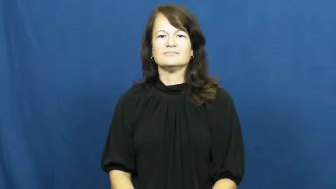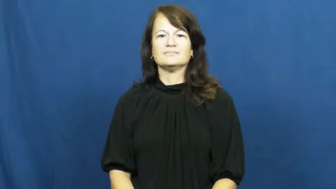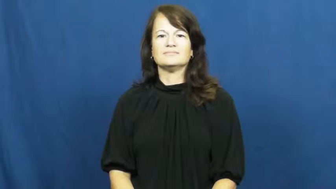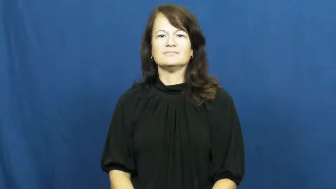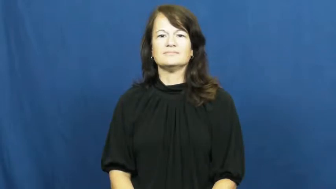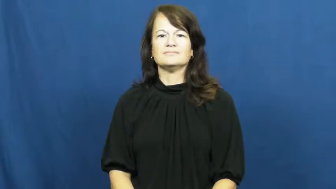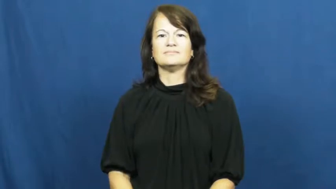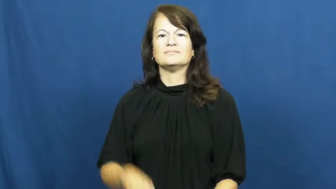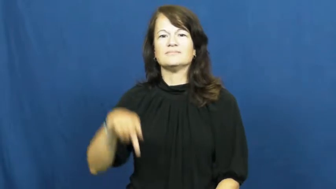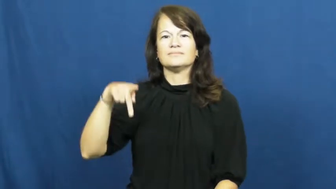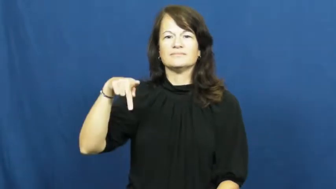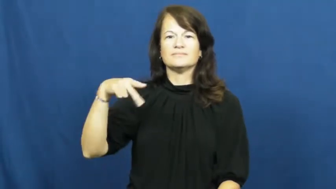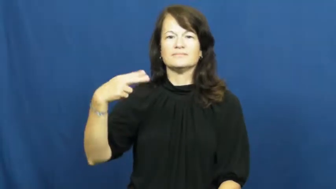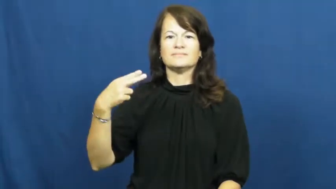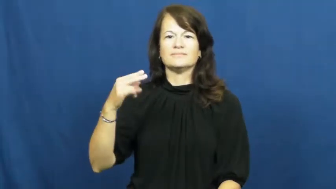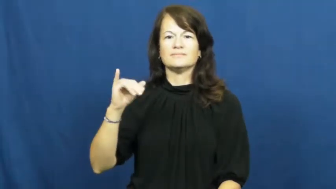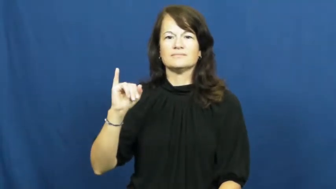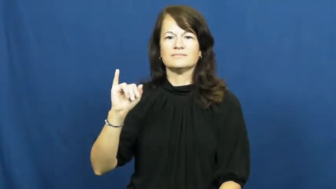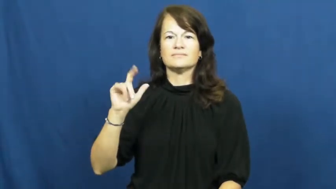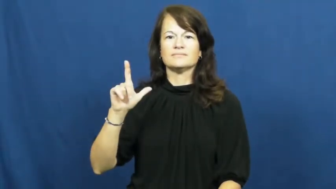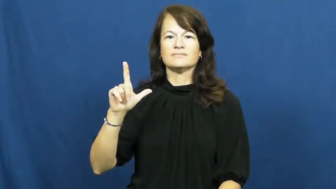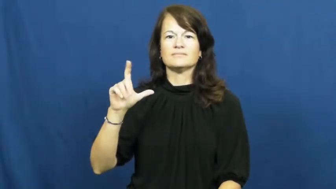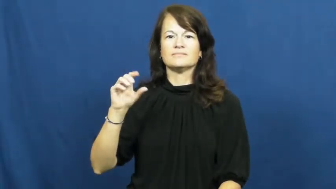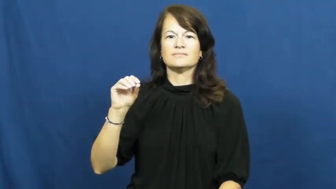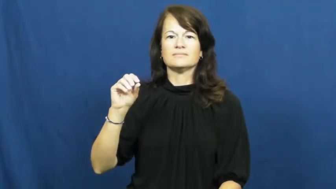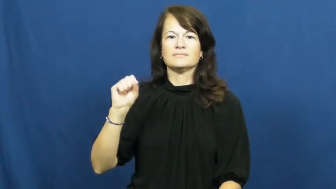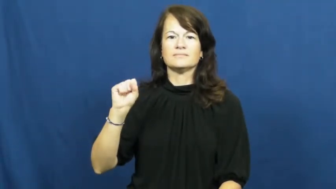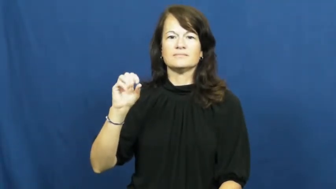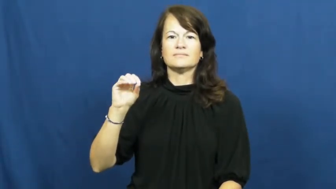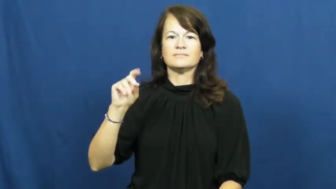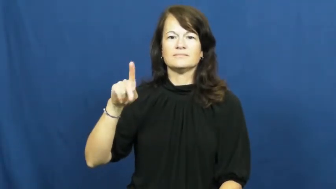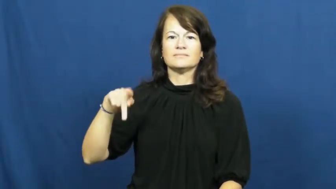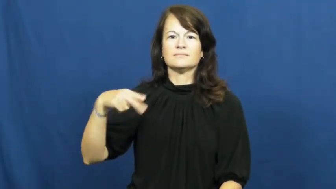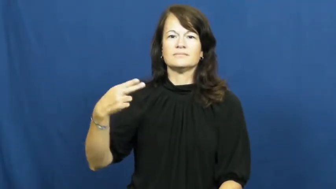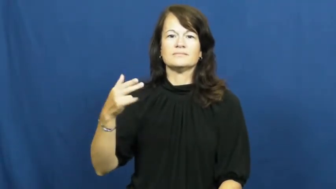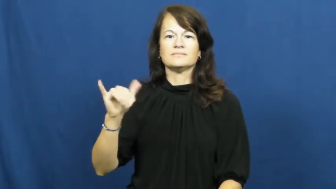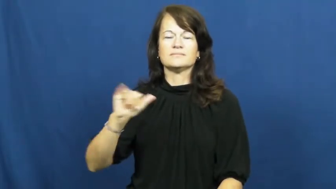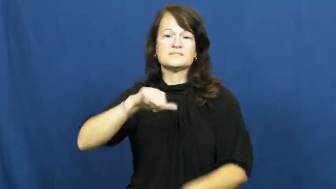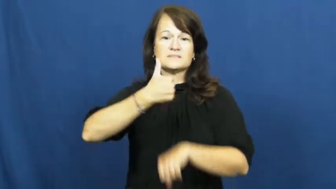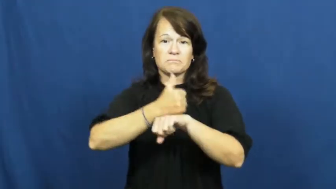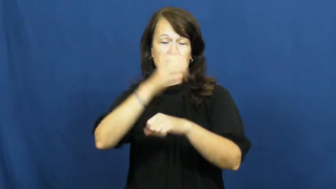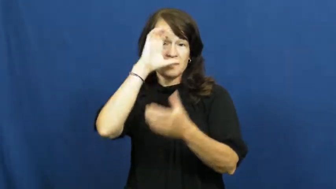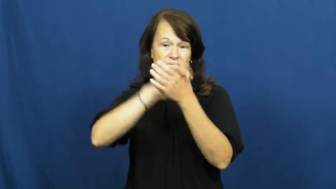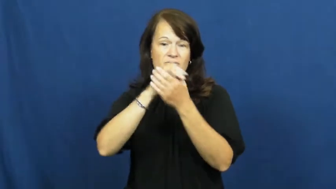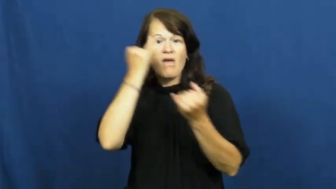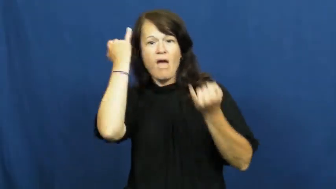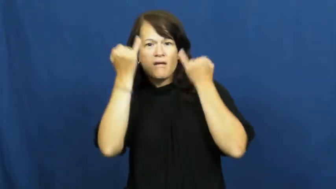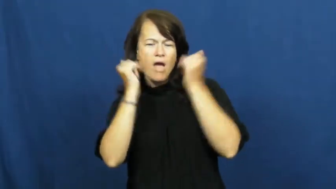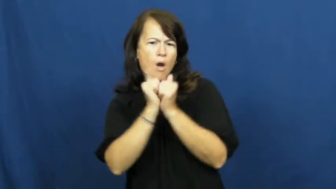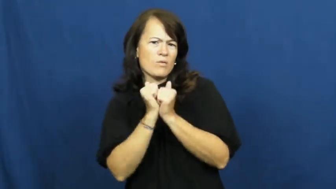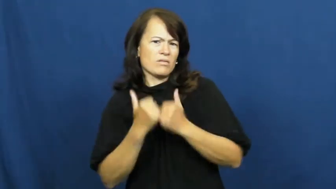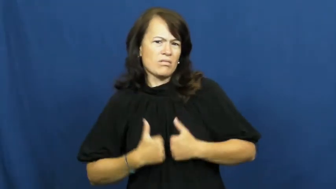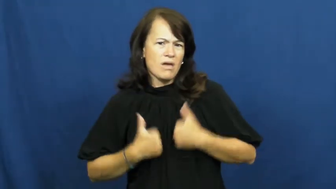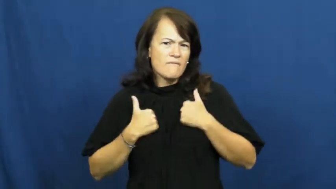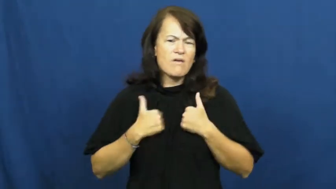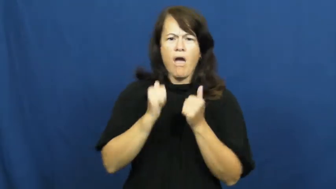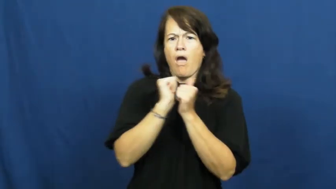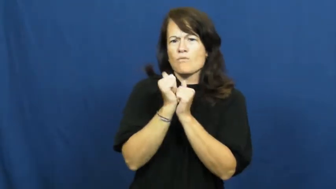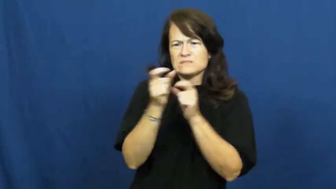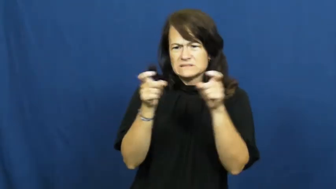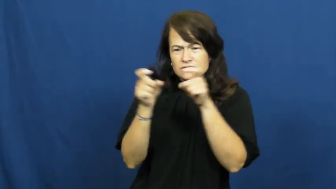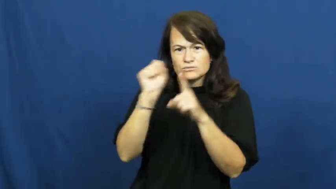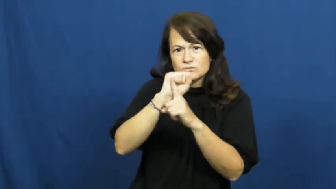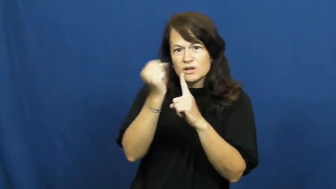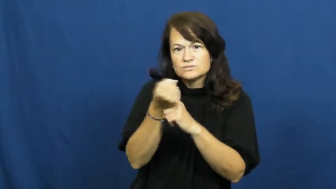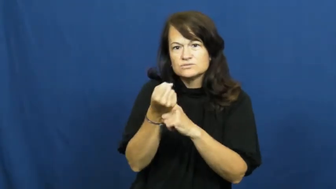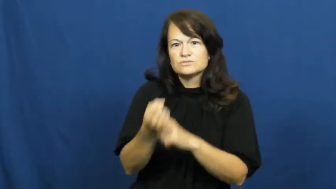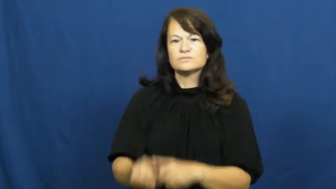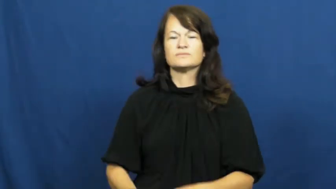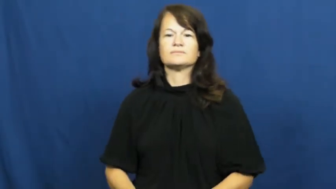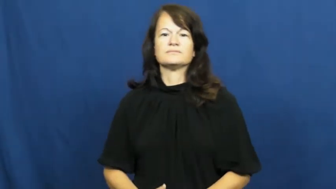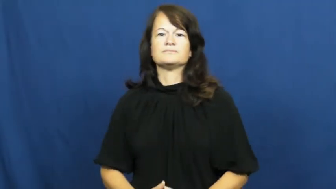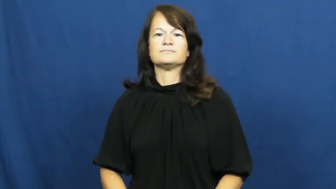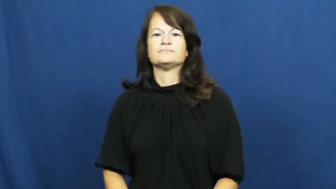philosophy